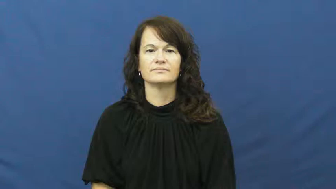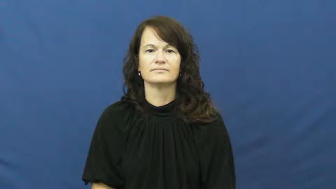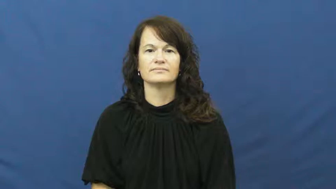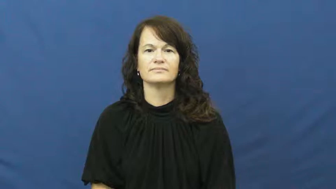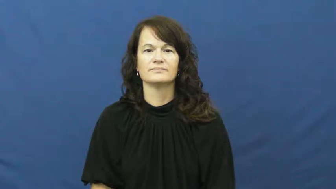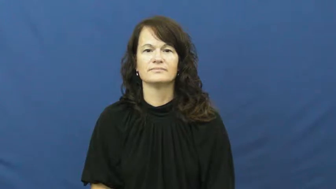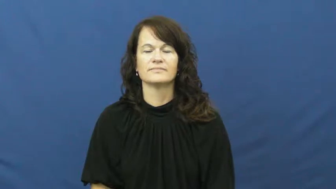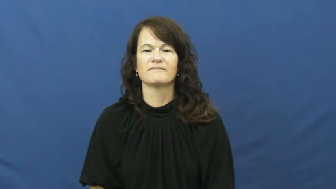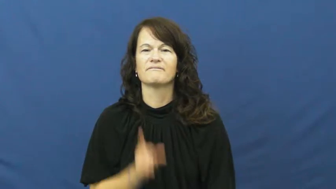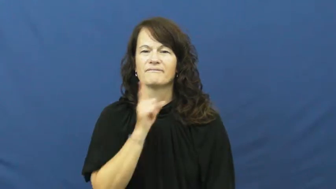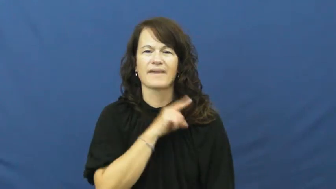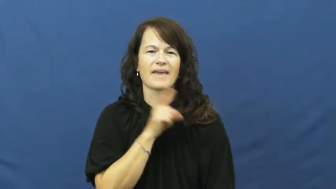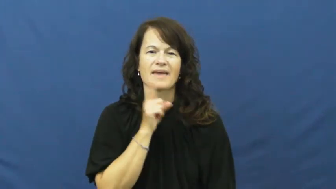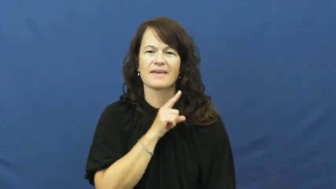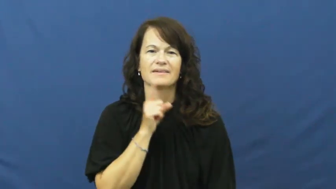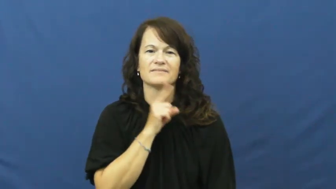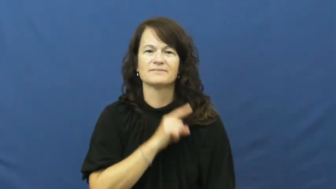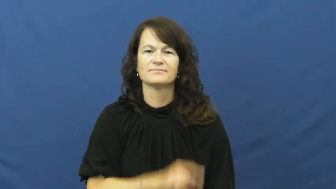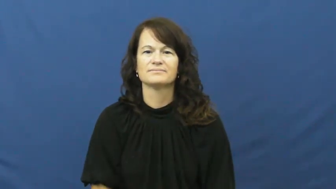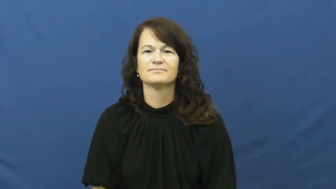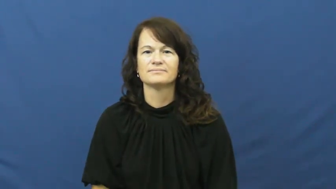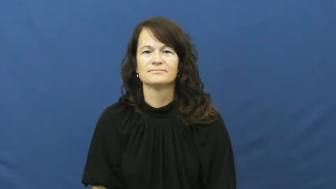fake,phony,imitation,artificial,play,factitious,stagy